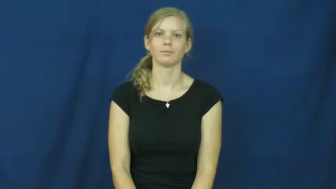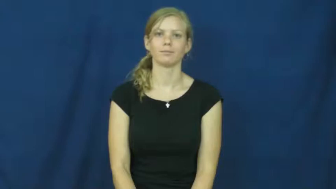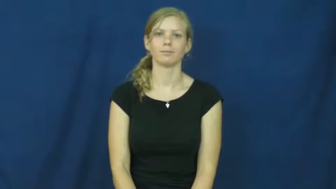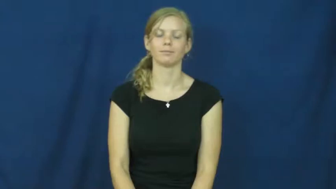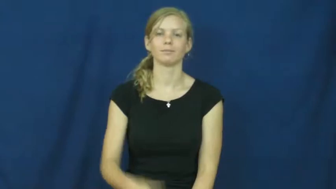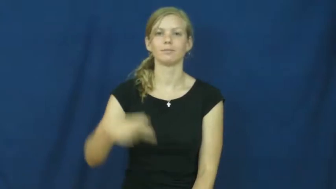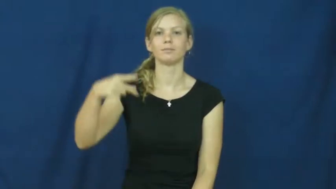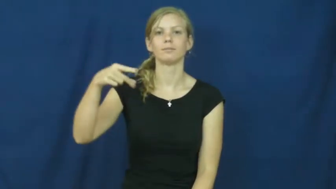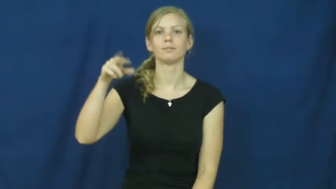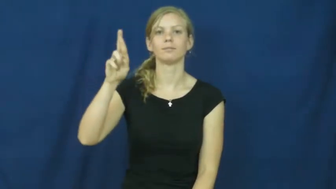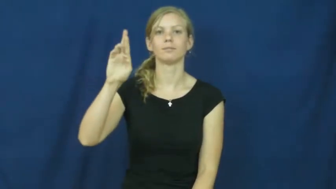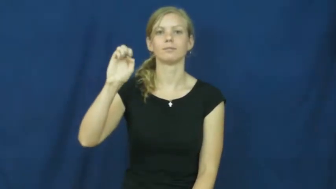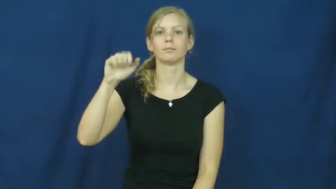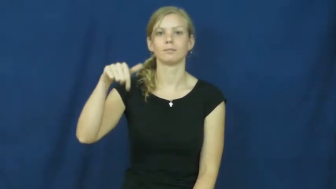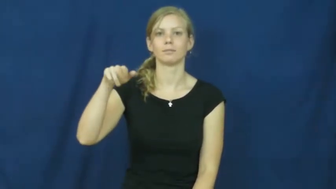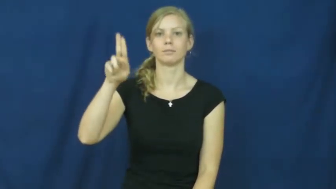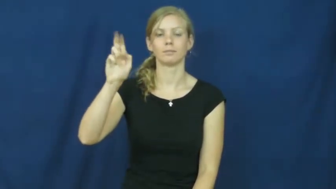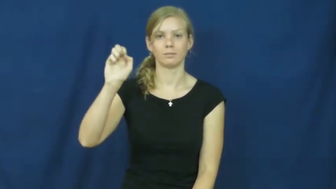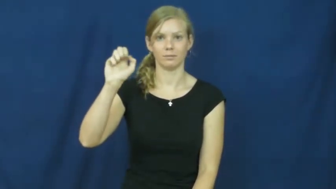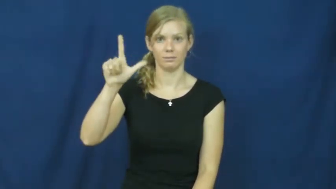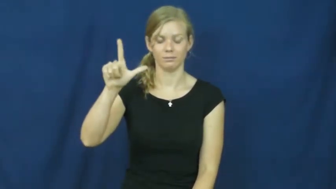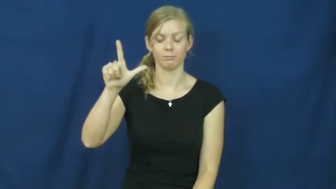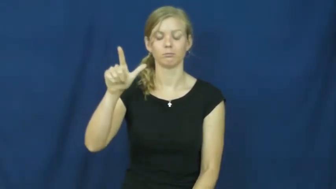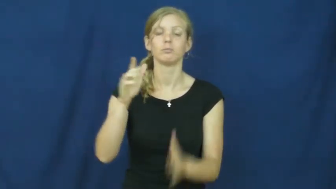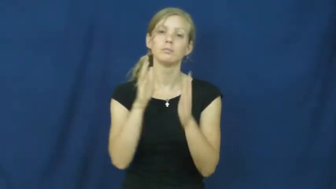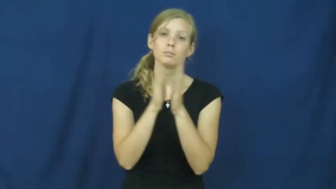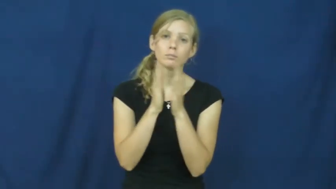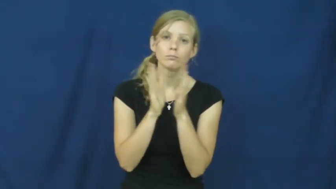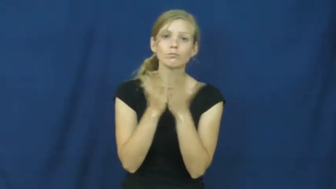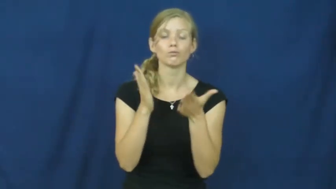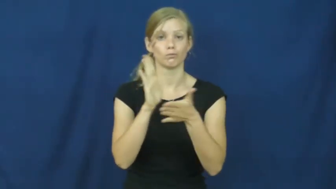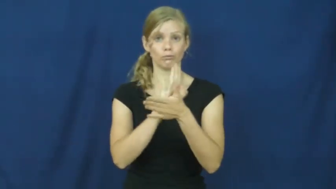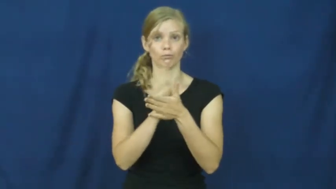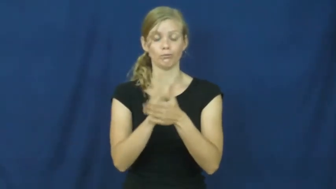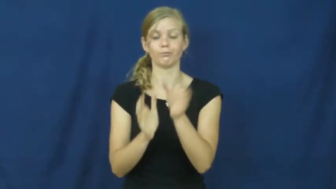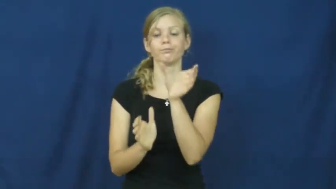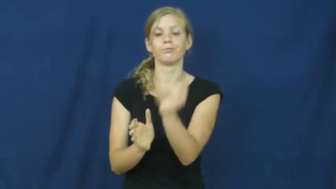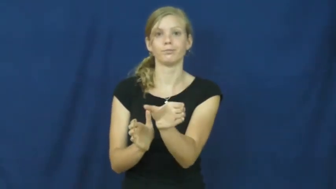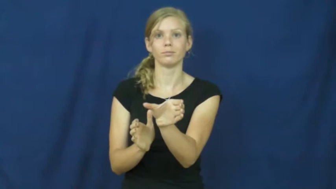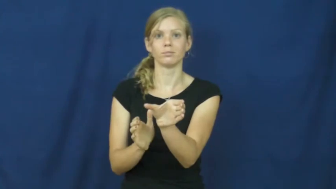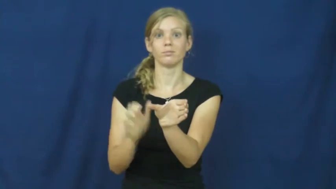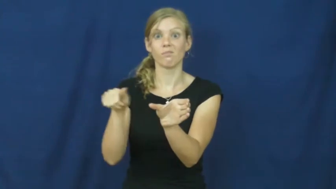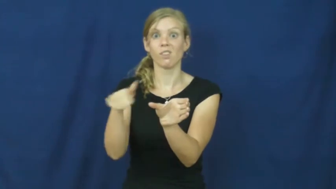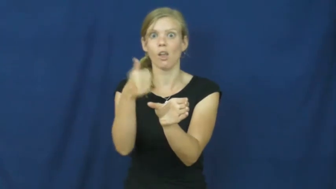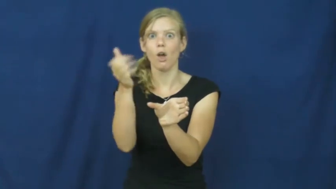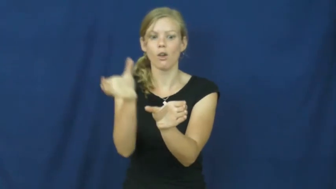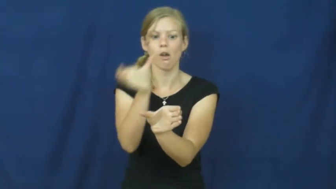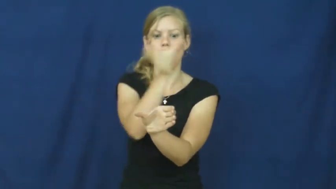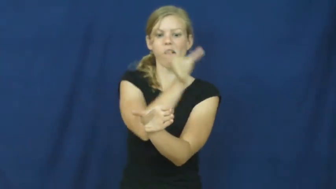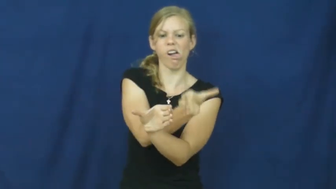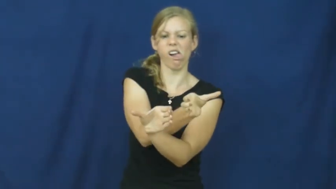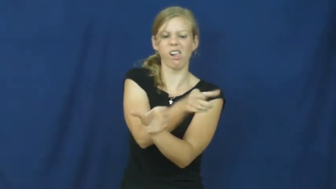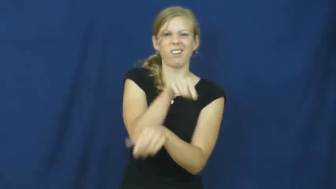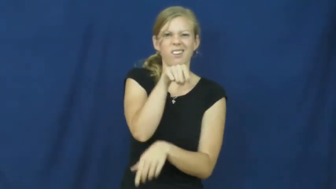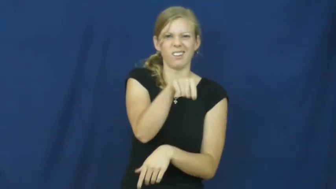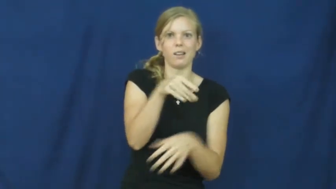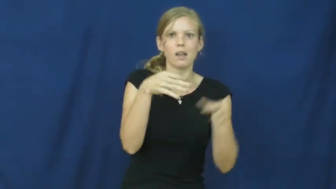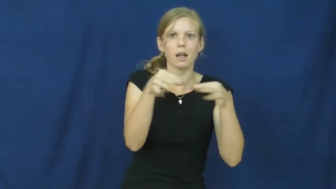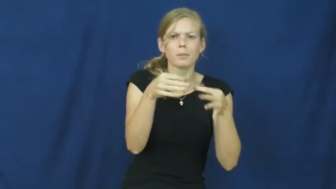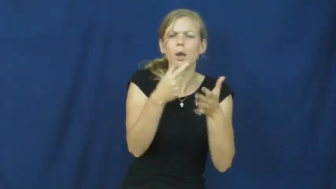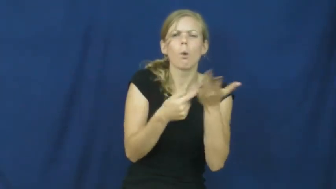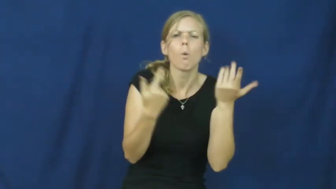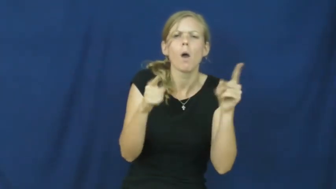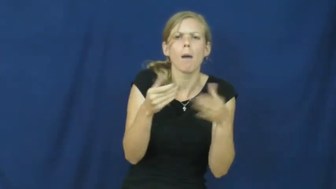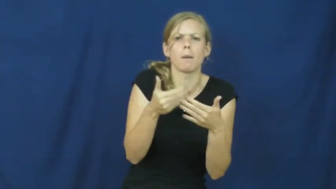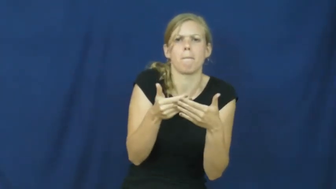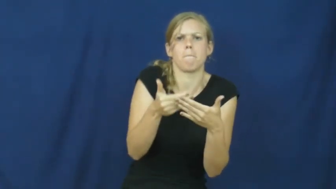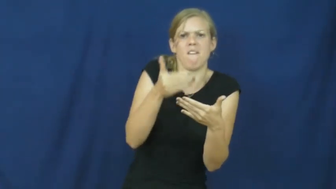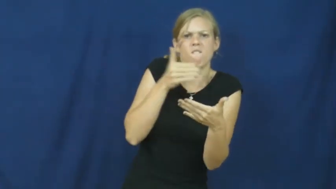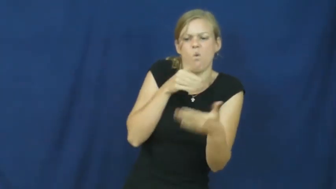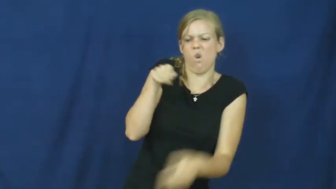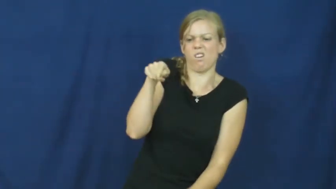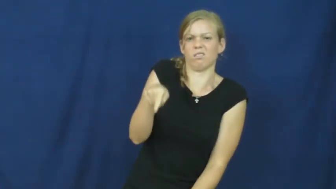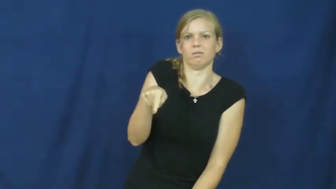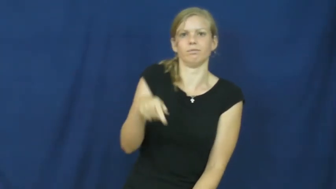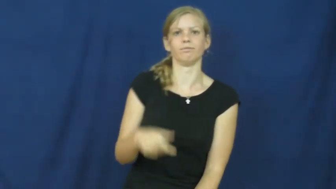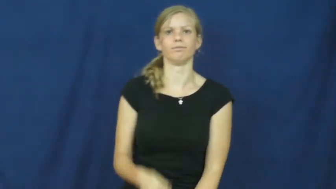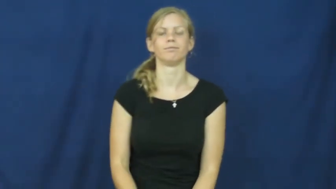prequel